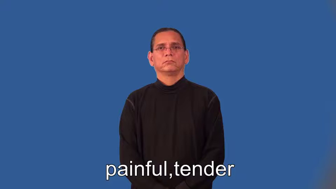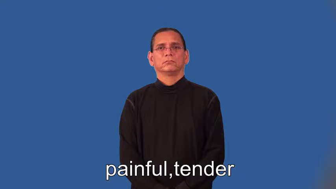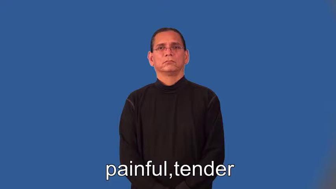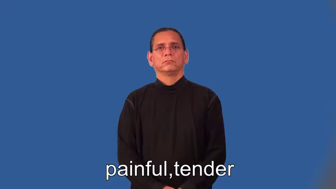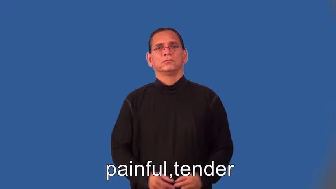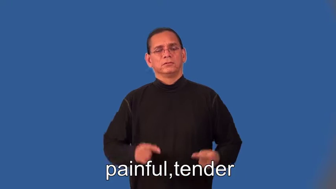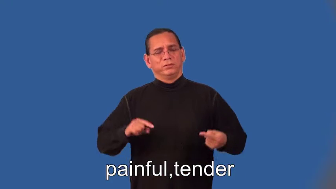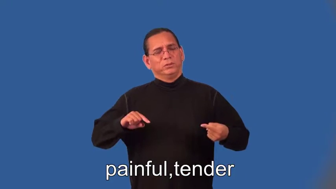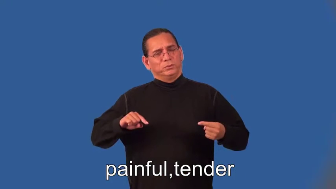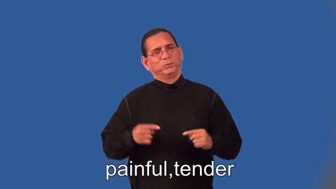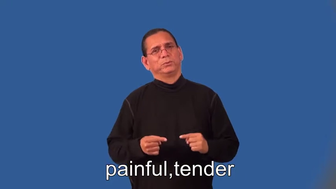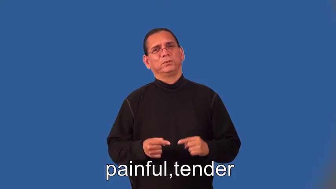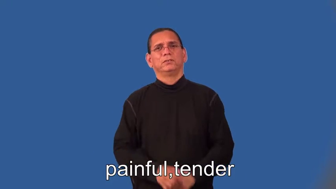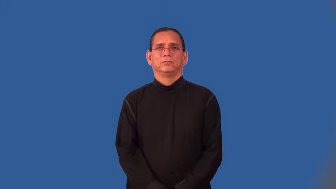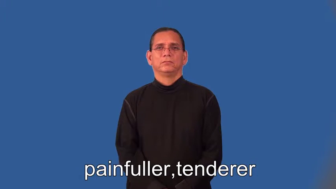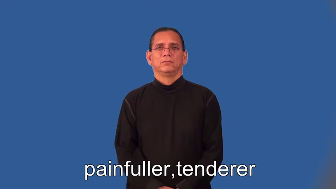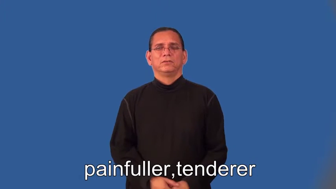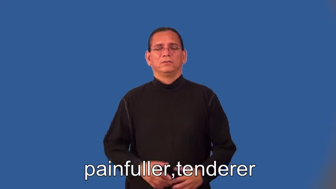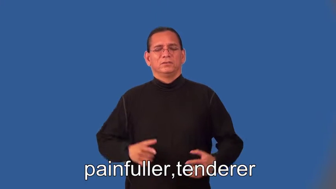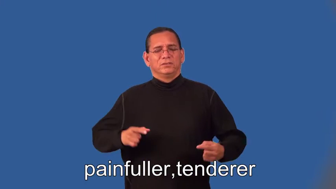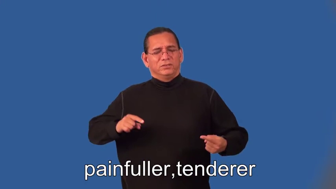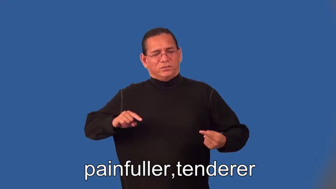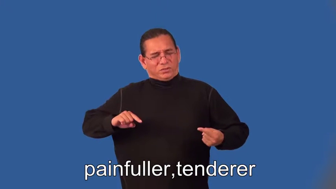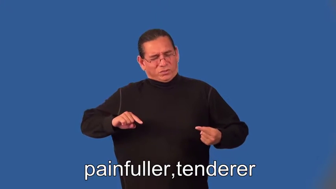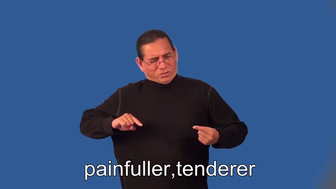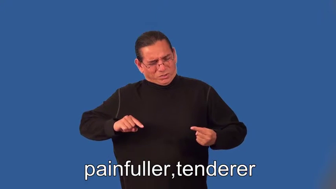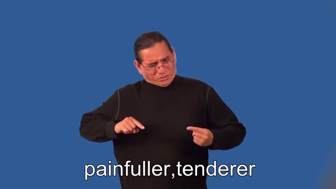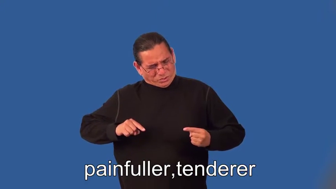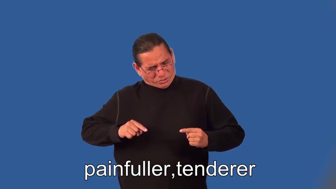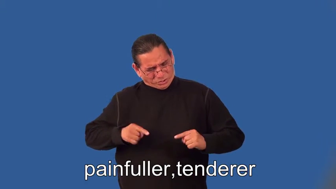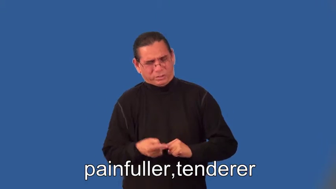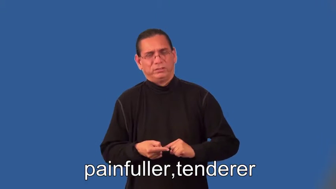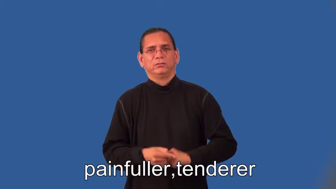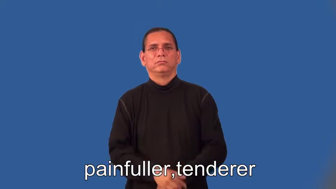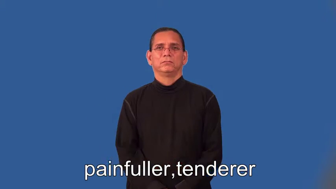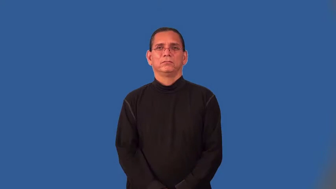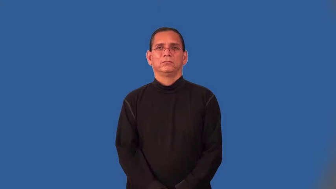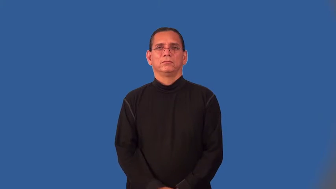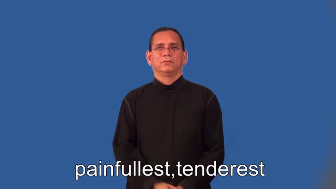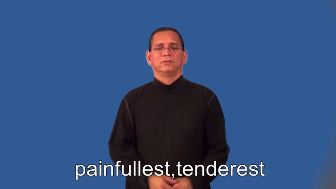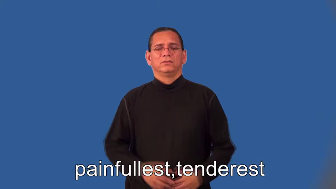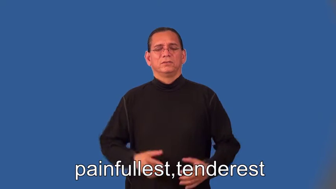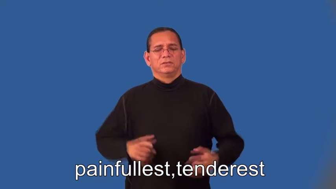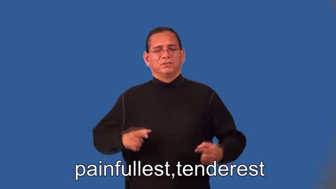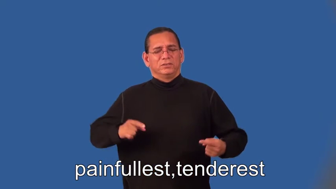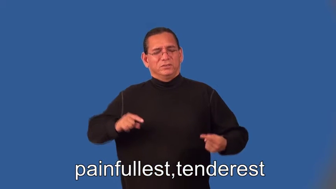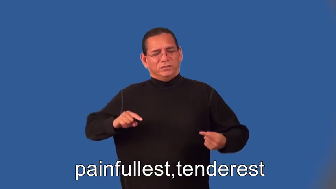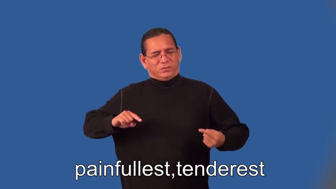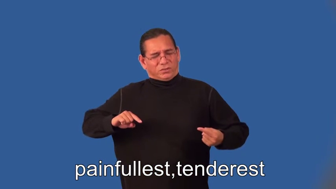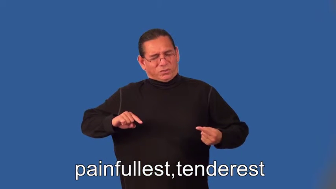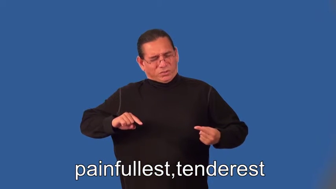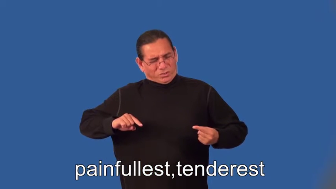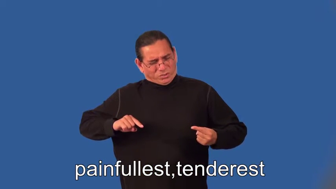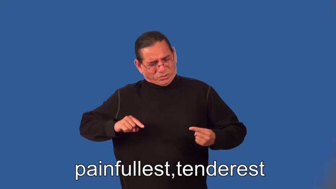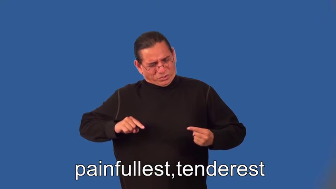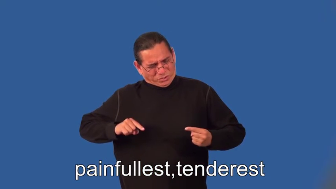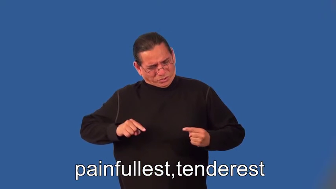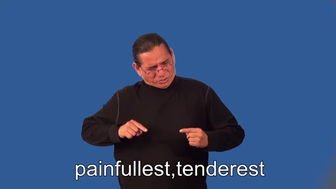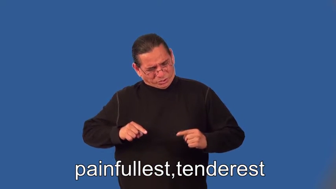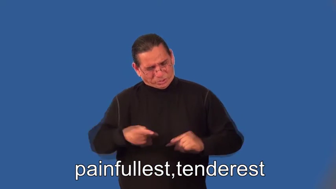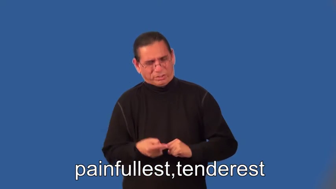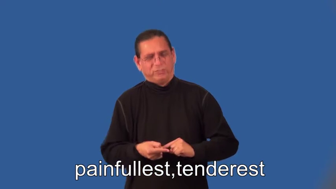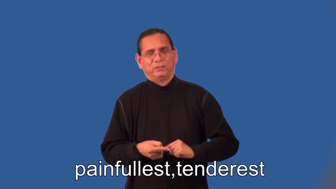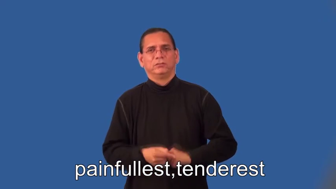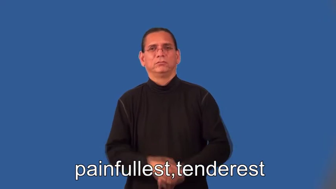painfuller,tenderer,painfullest,tenderest